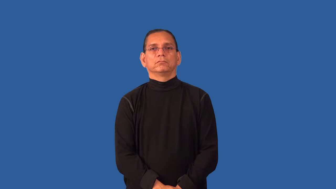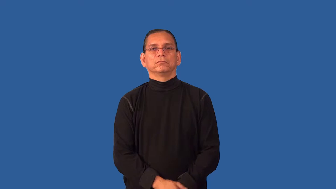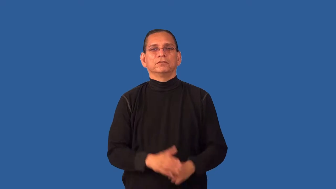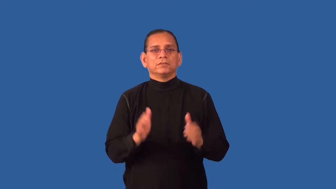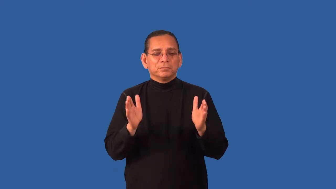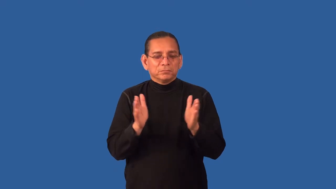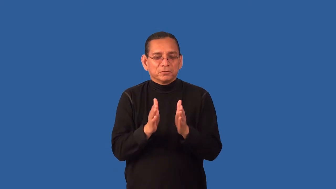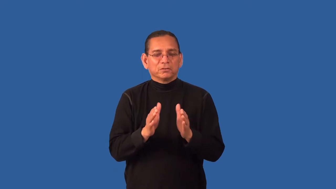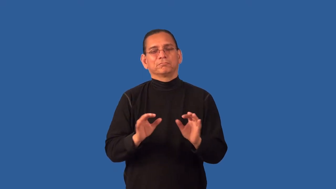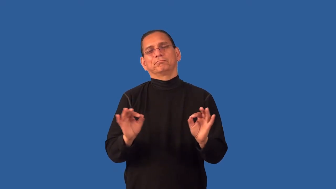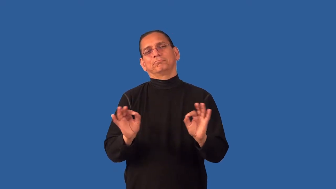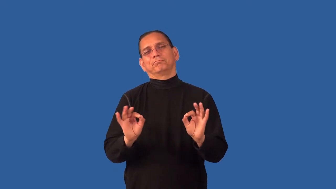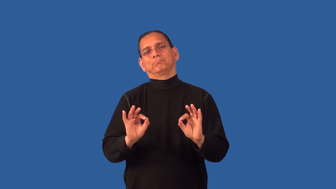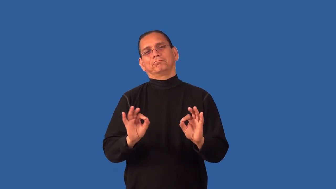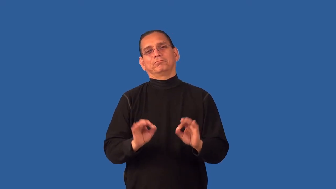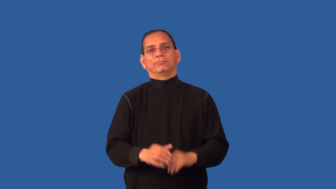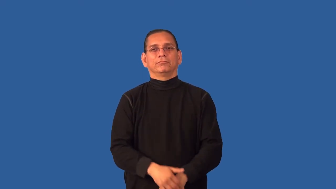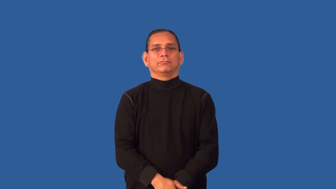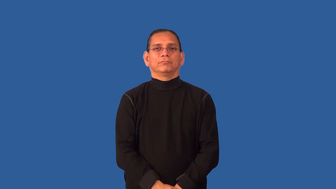dinky